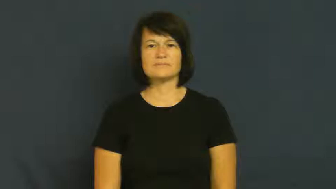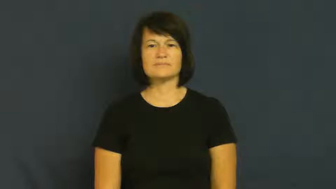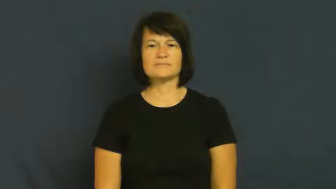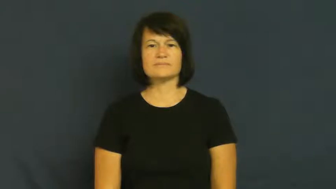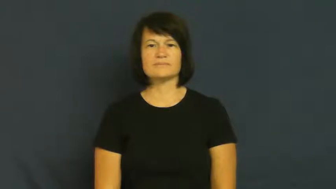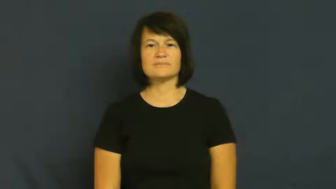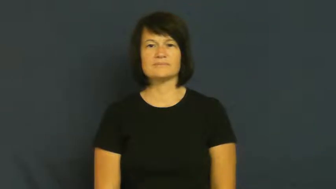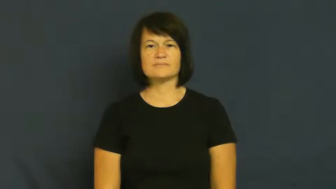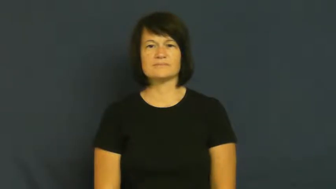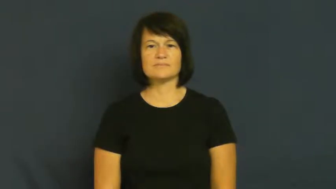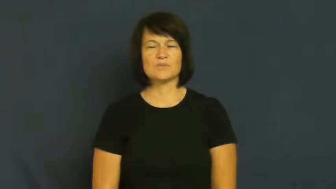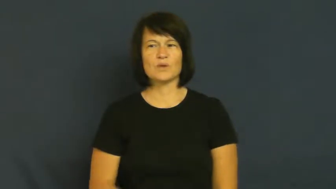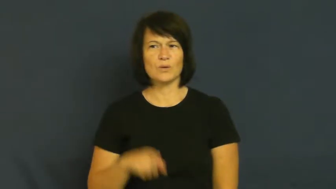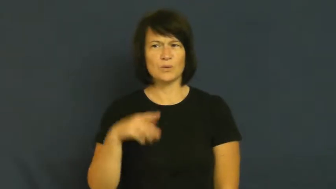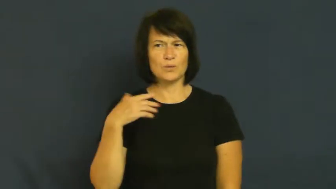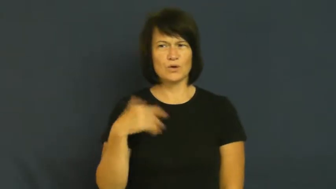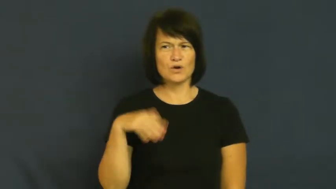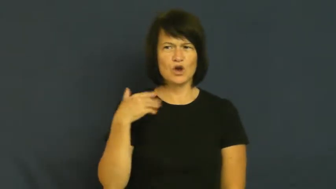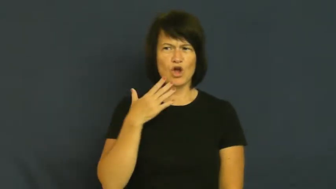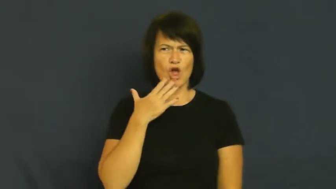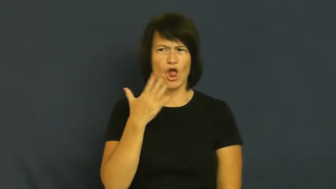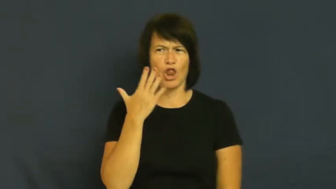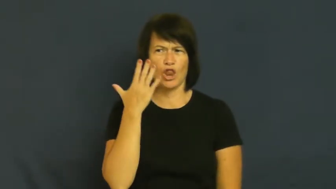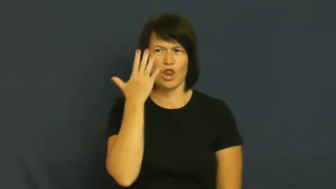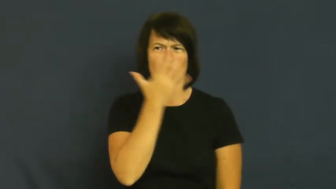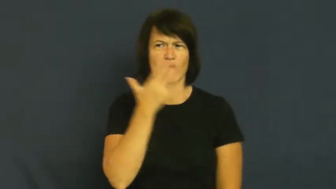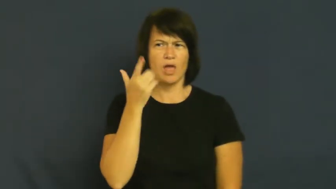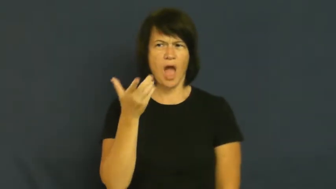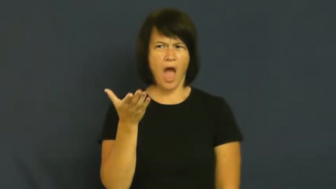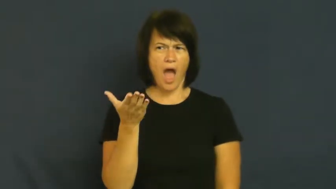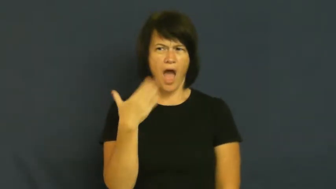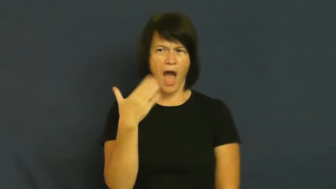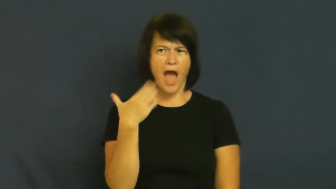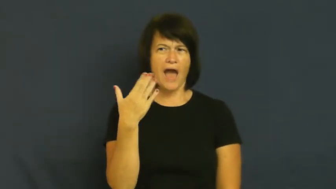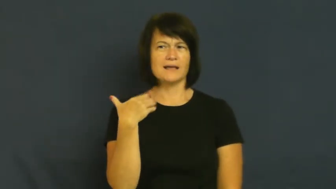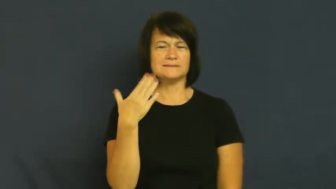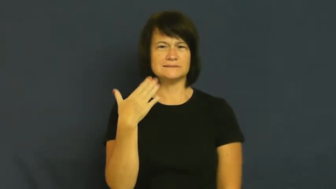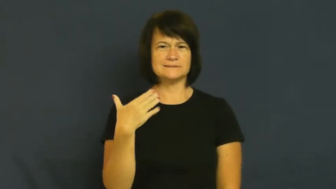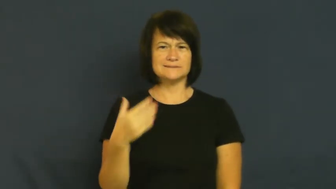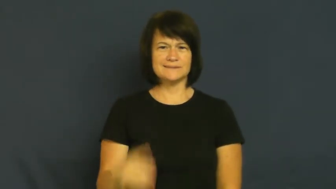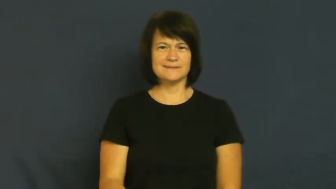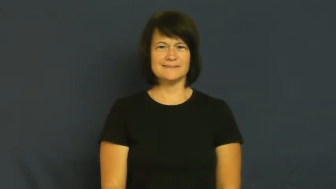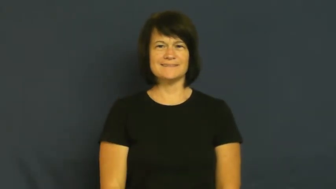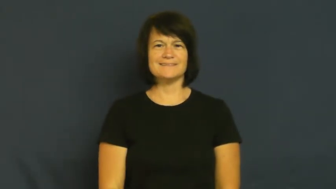hot-good looking